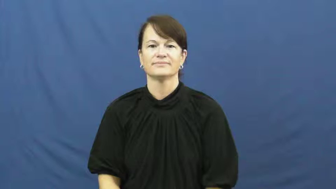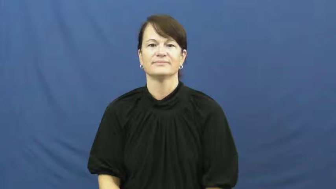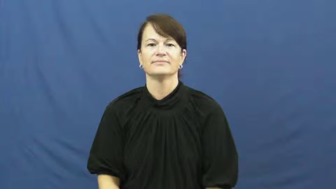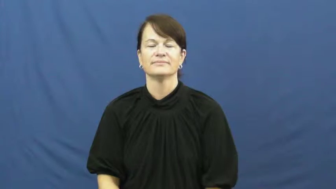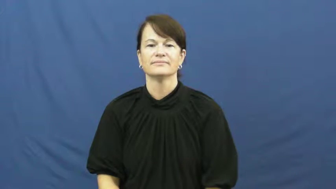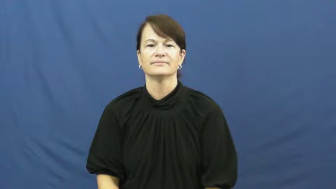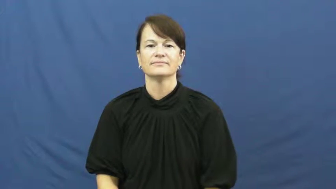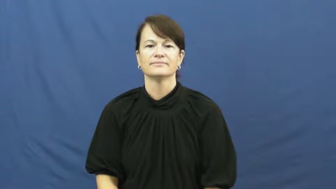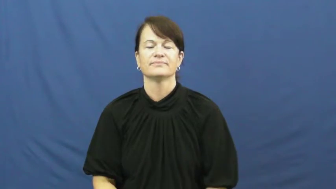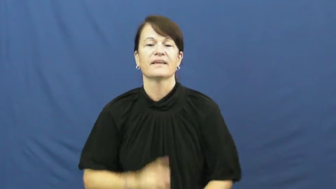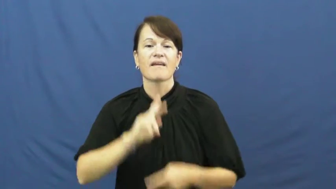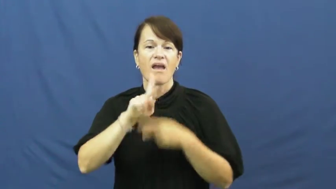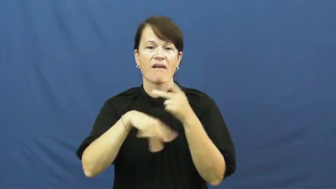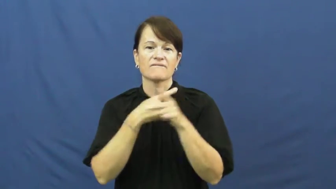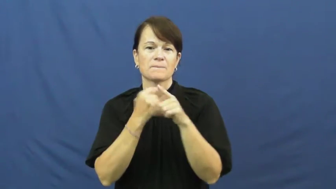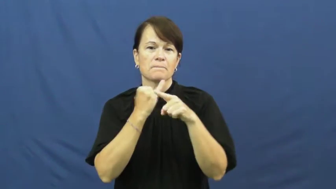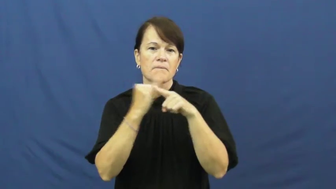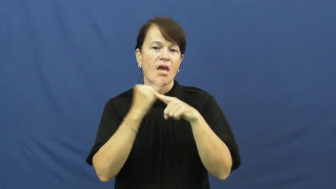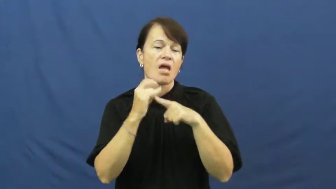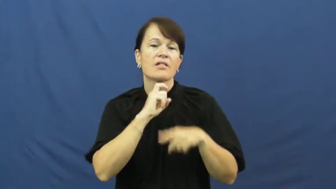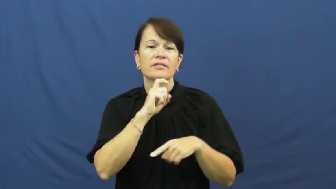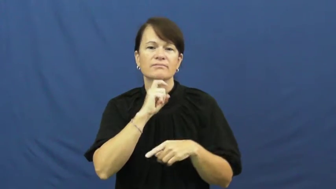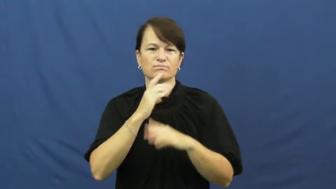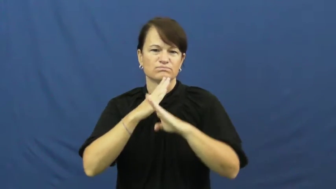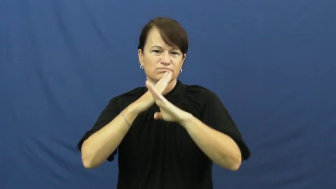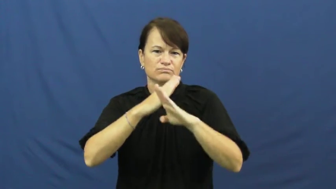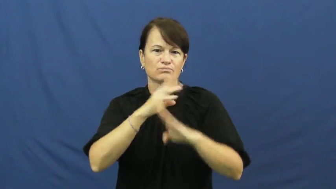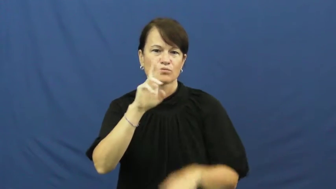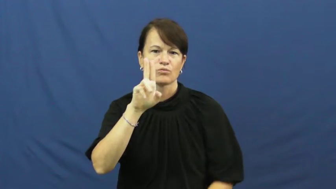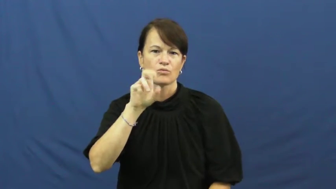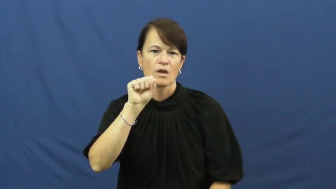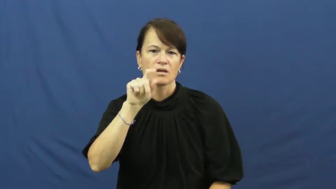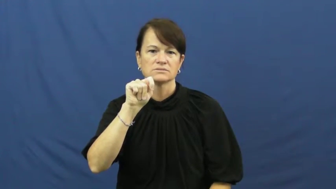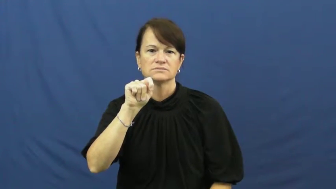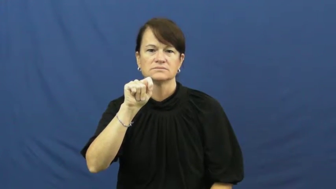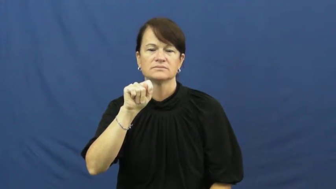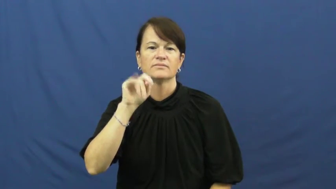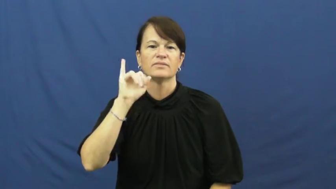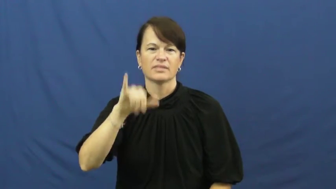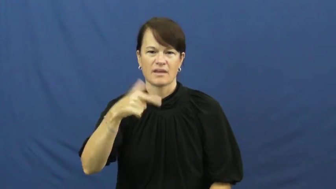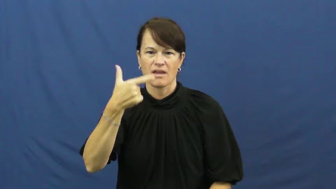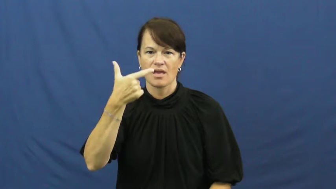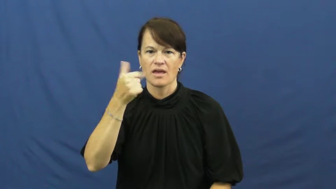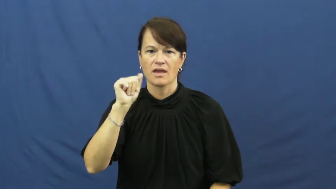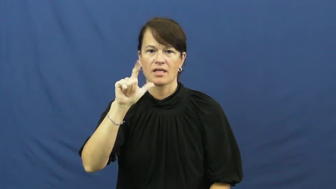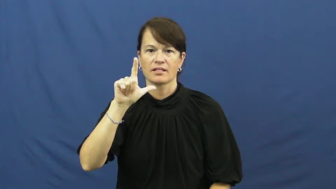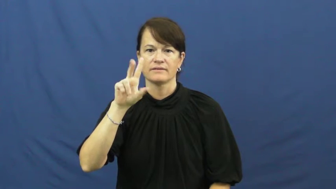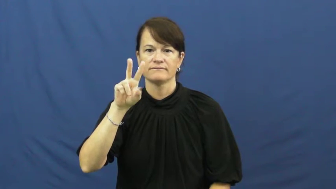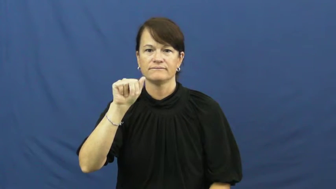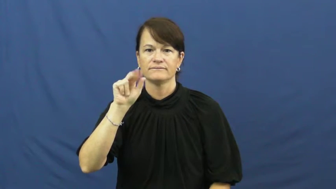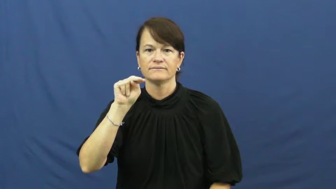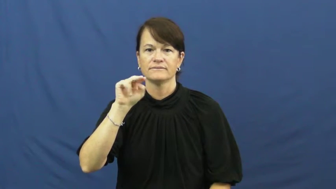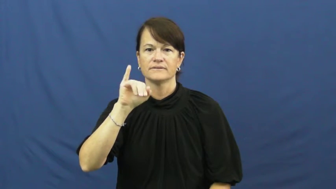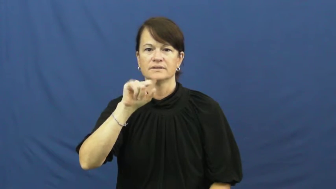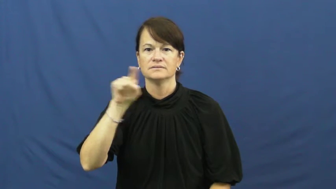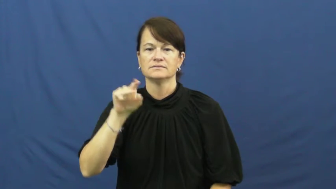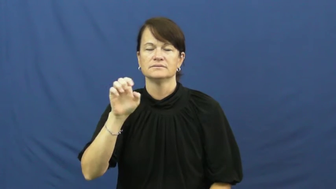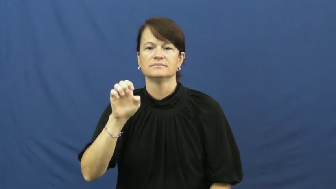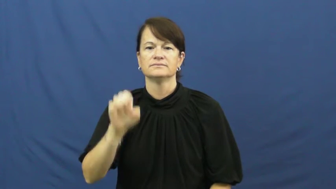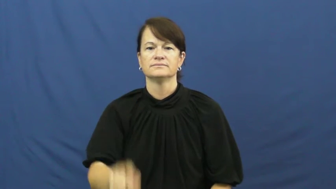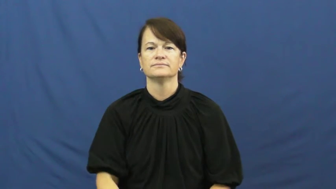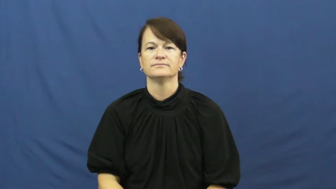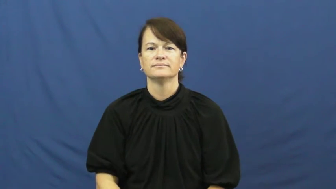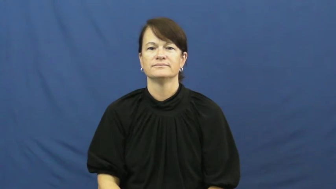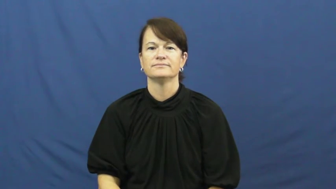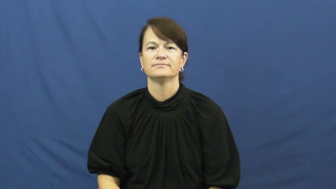galvanized